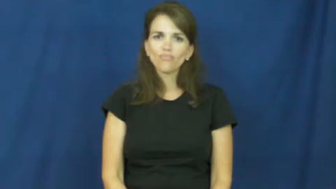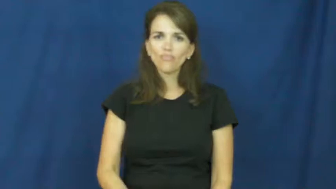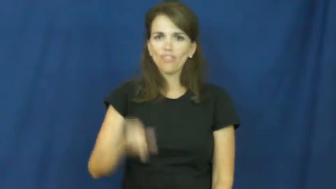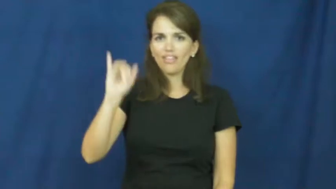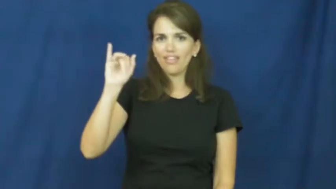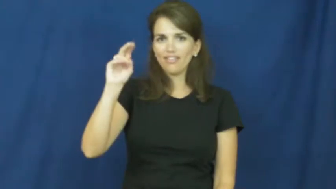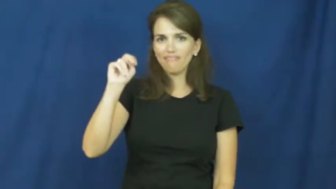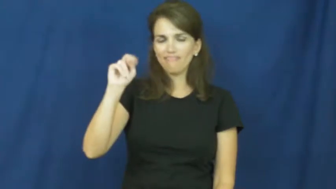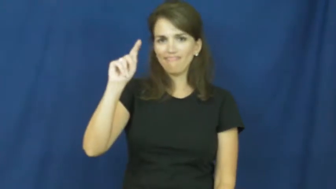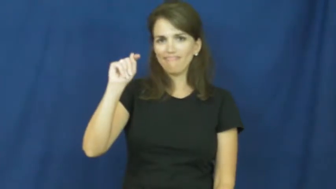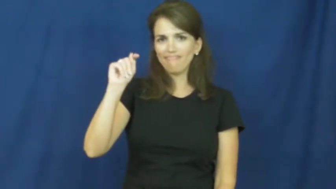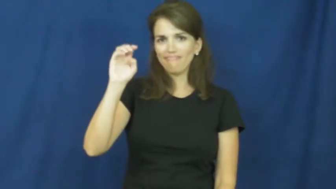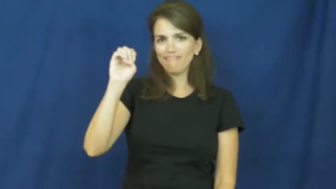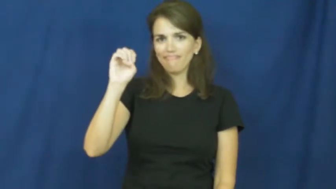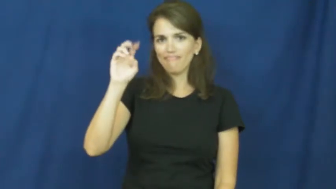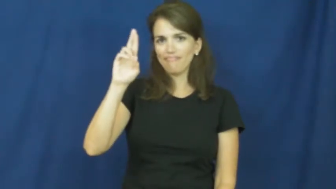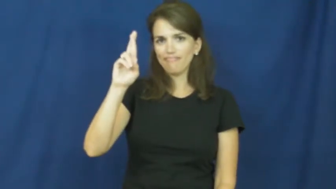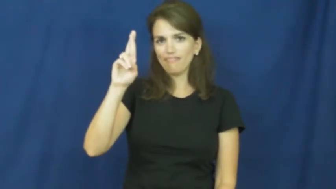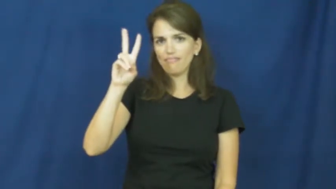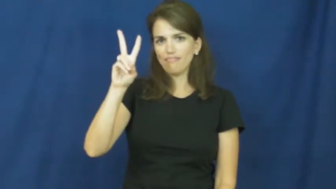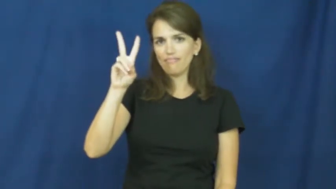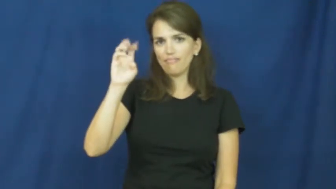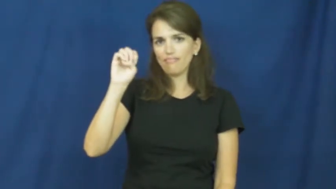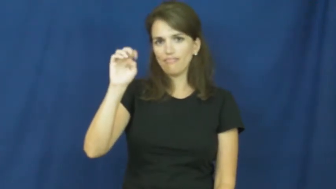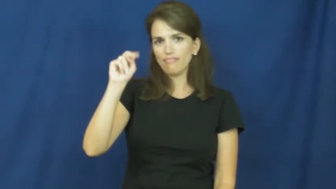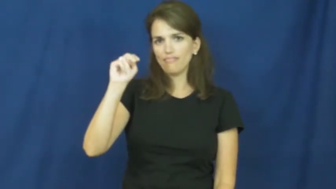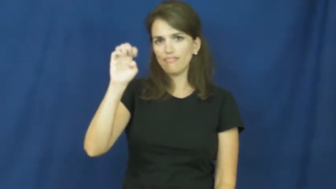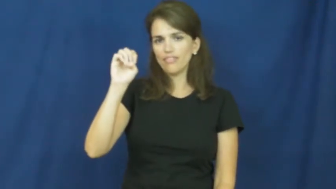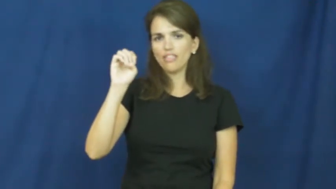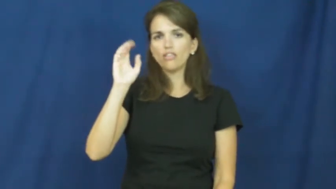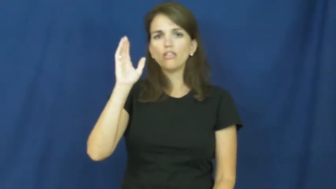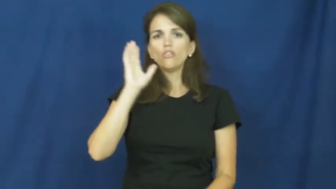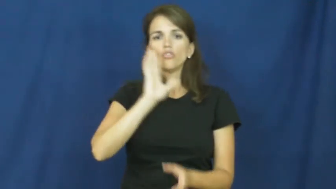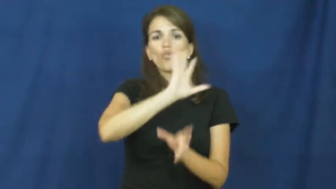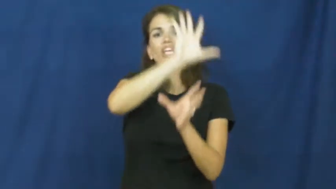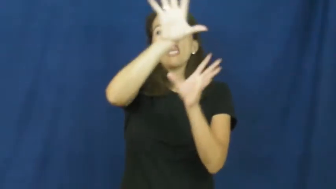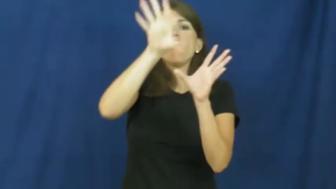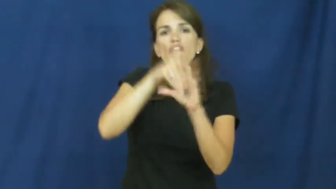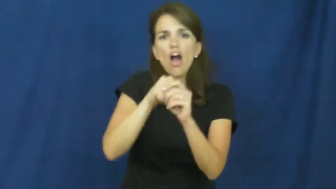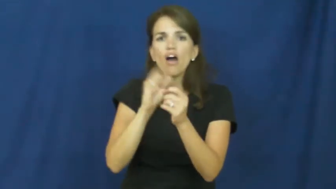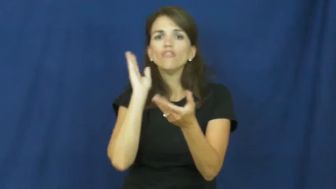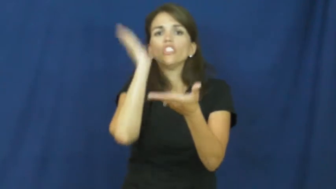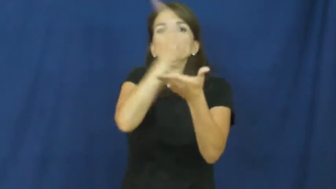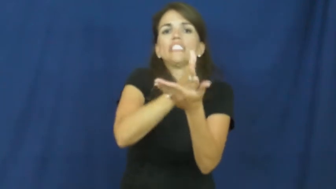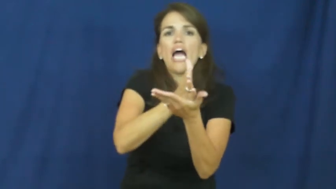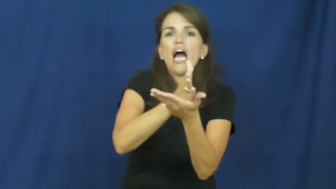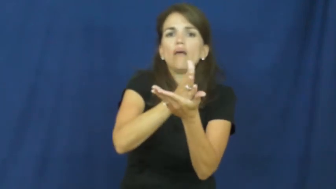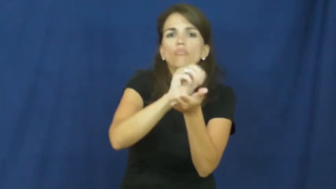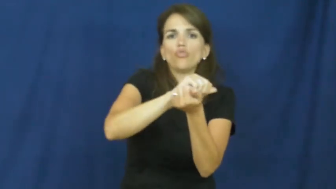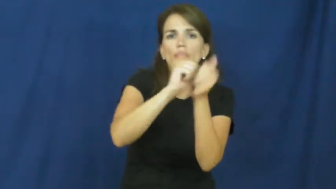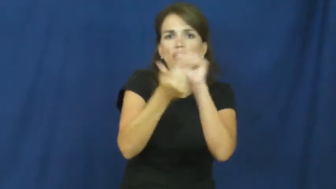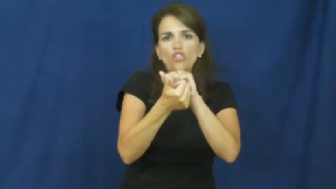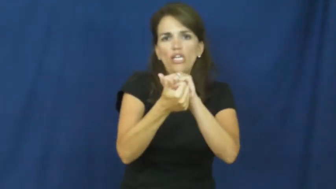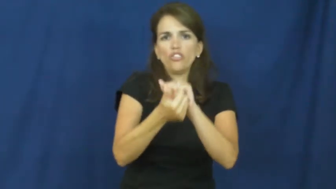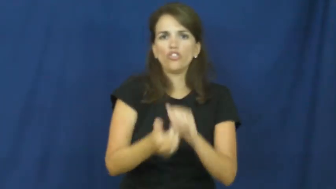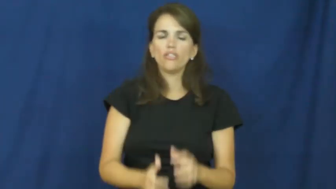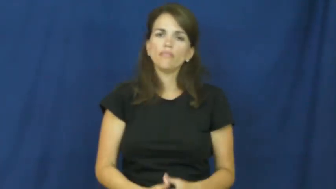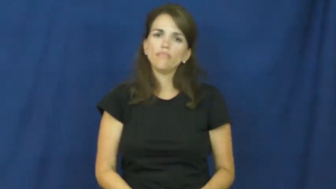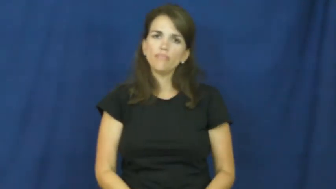intervene